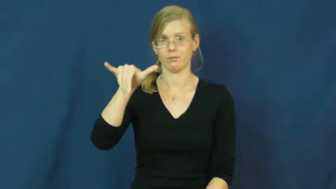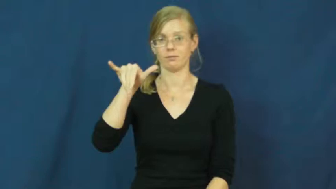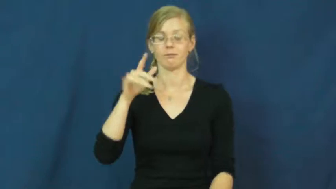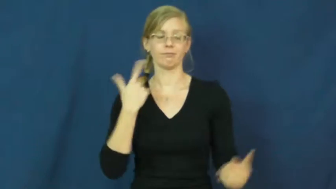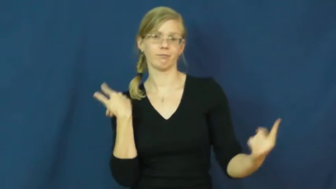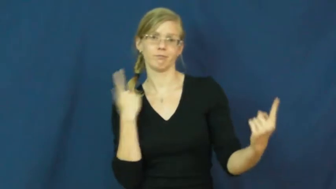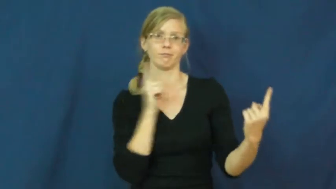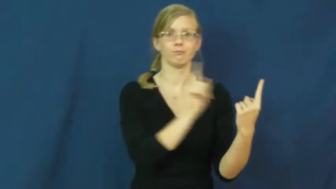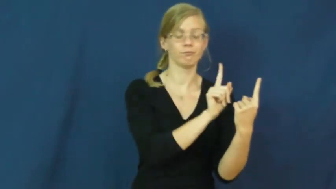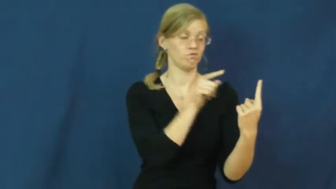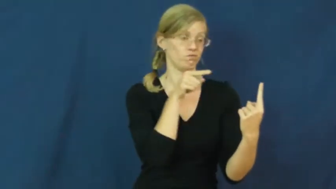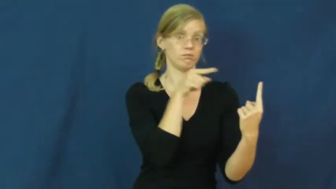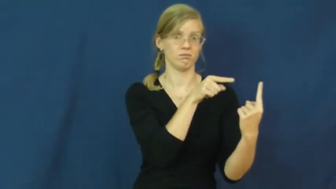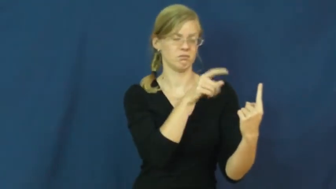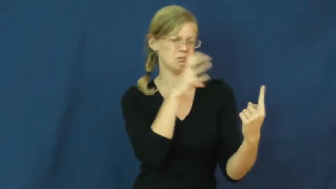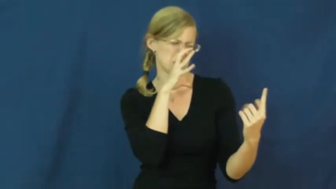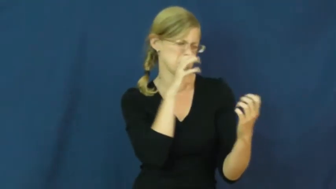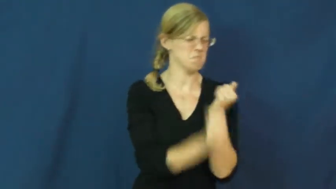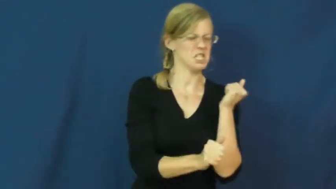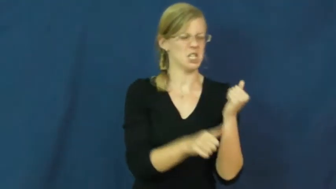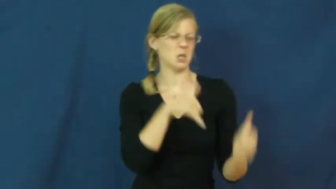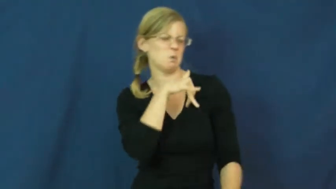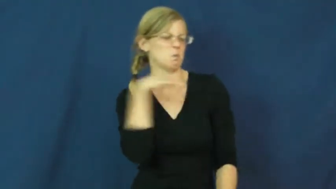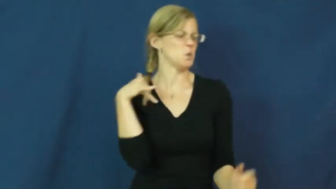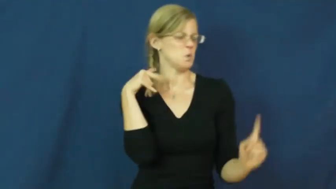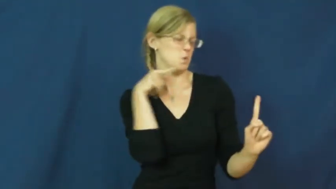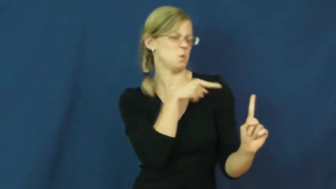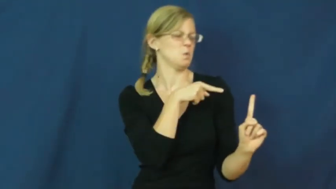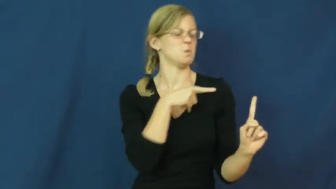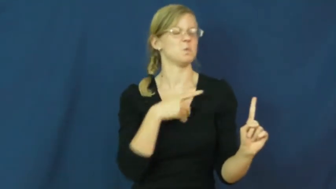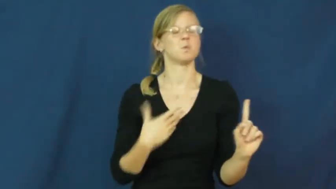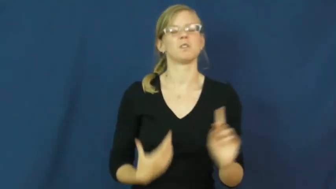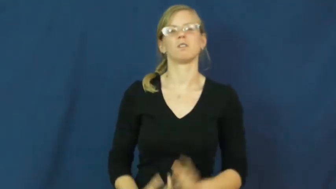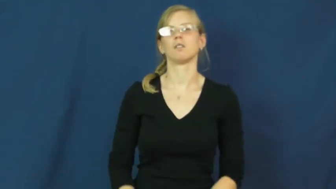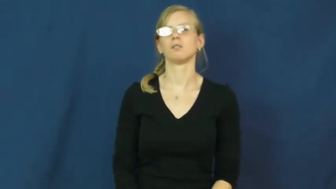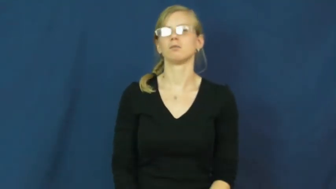bitchy,chippy